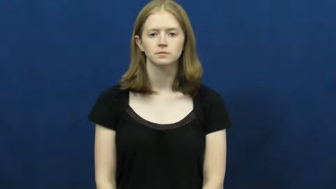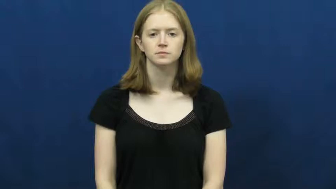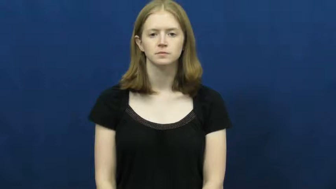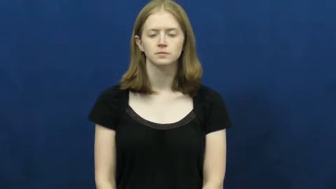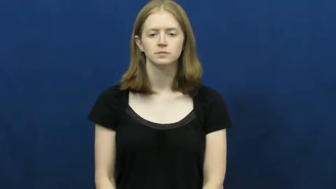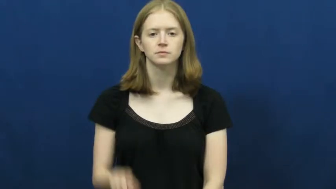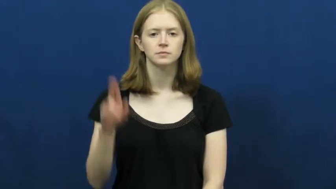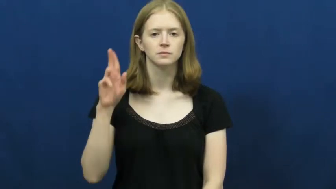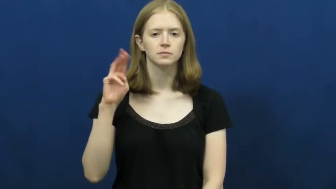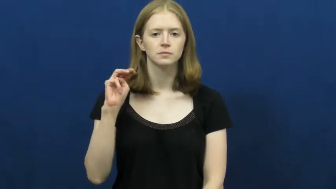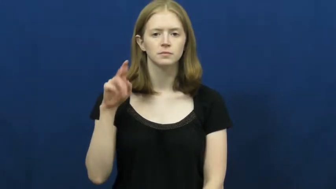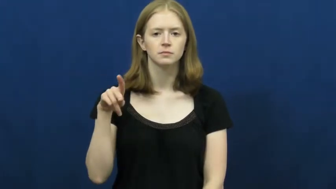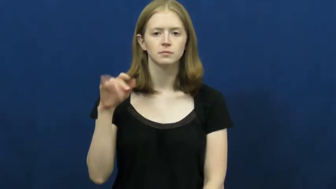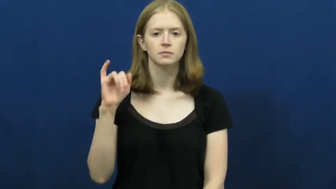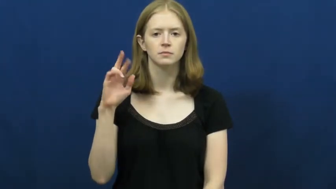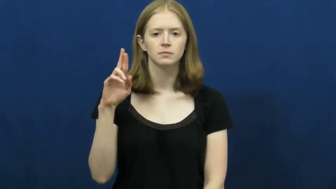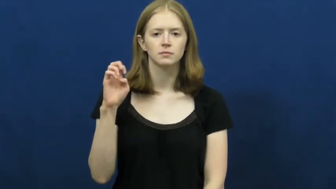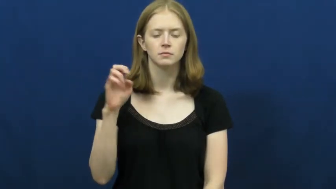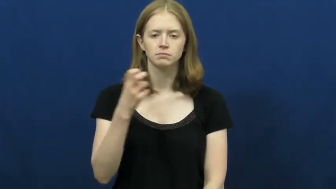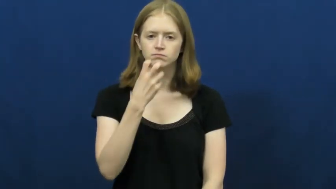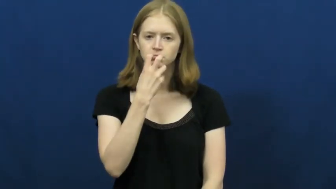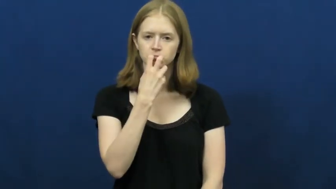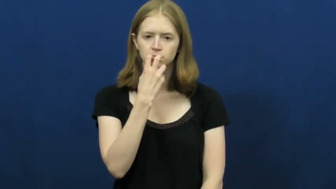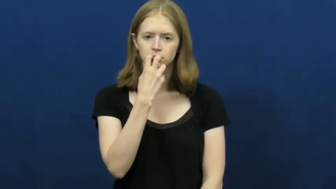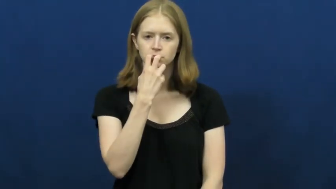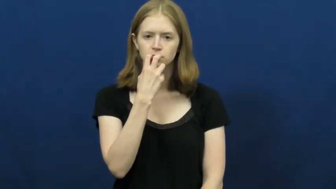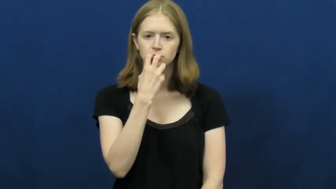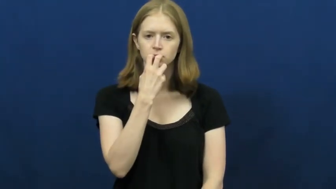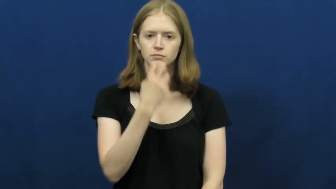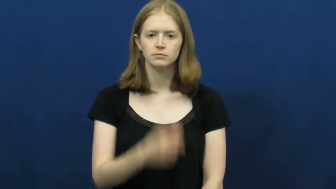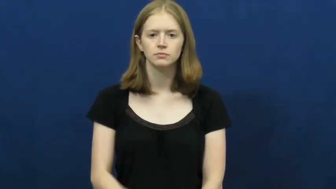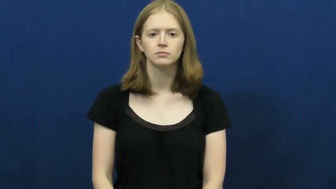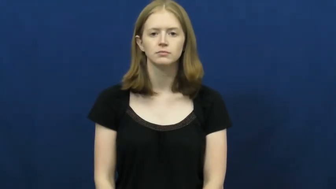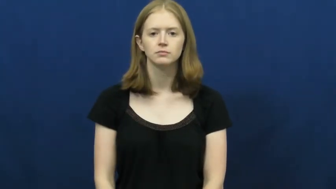umpire